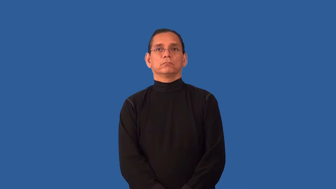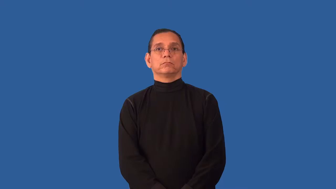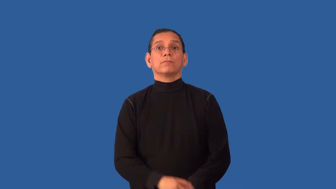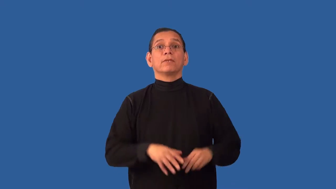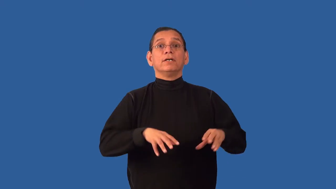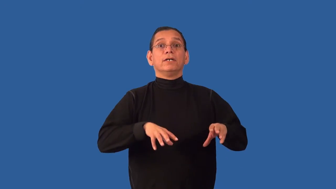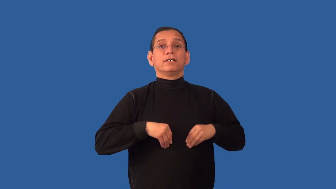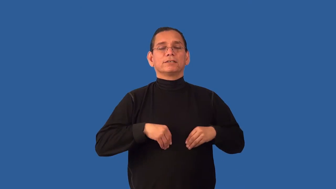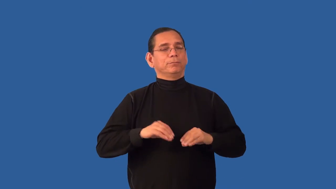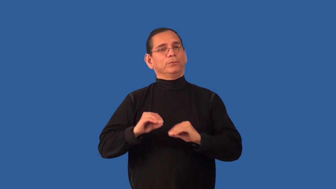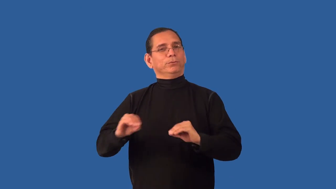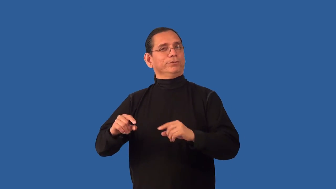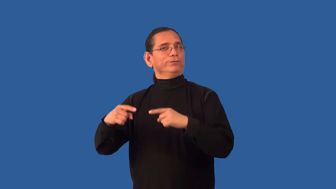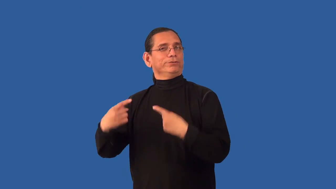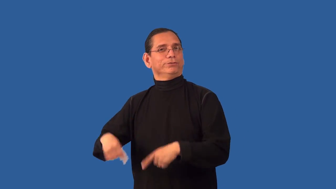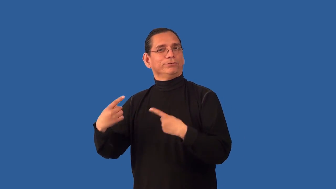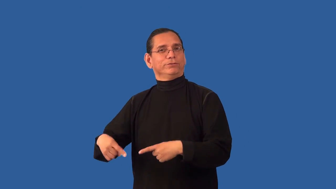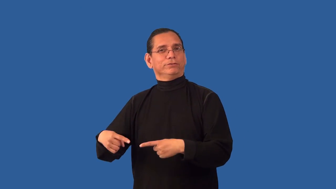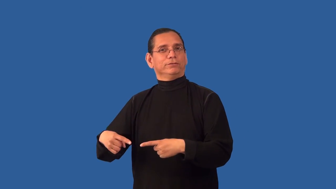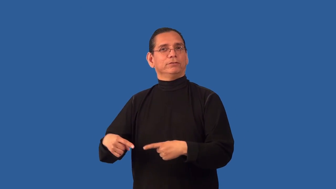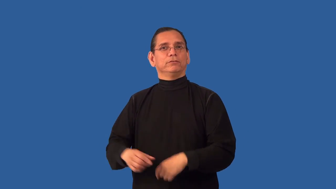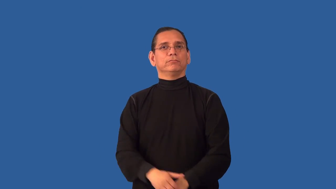undisputed